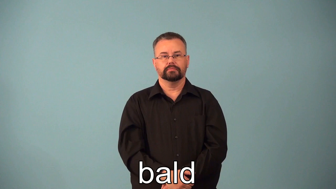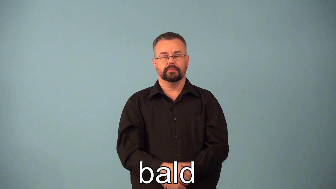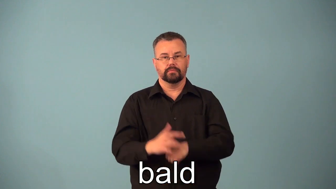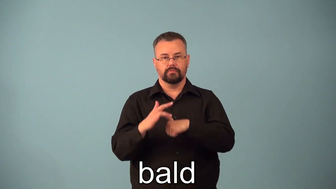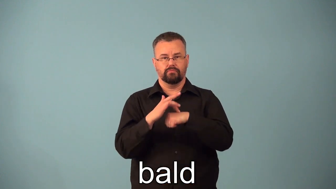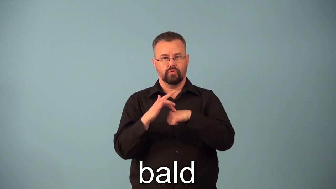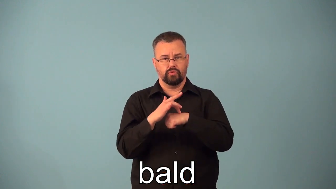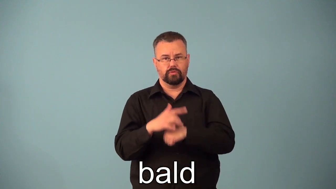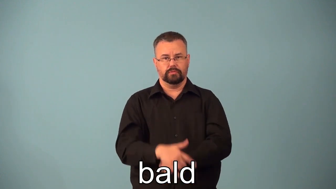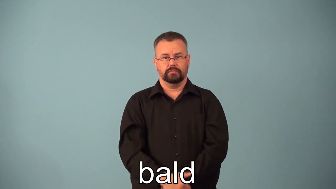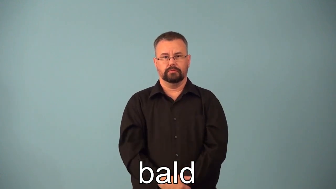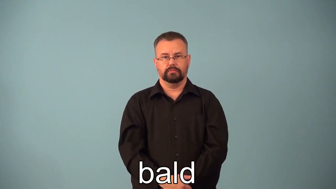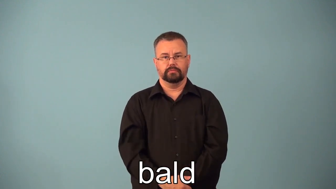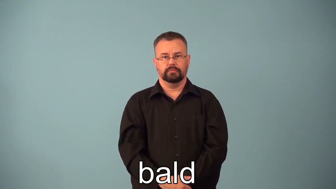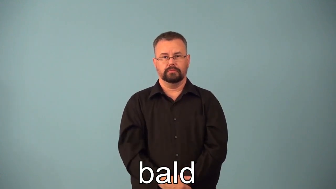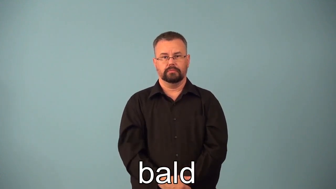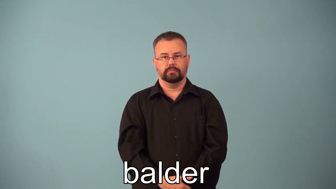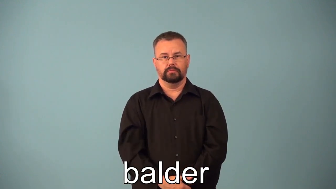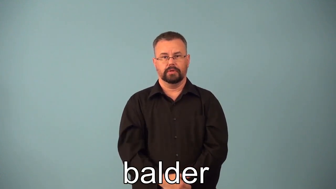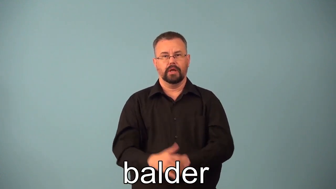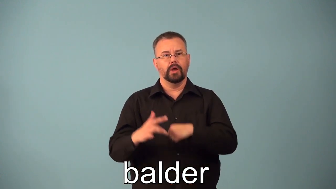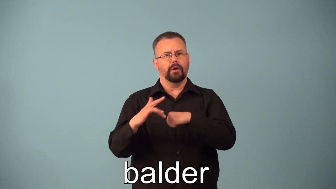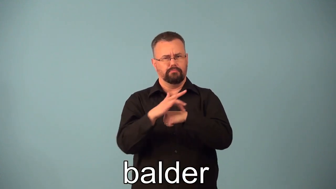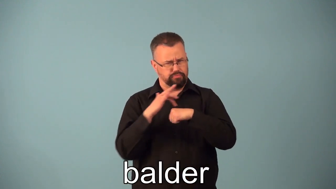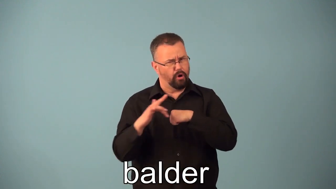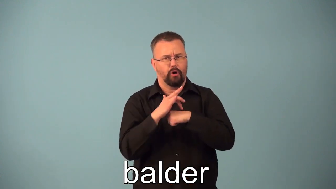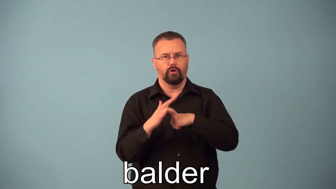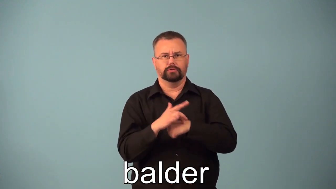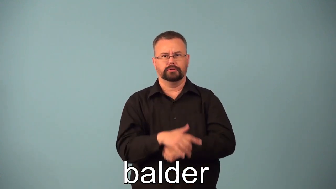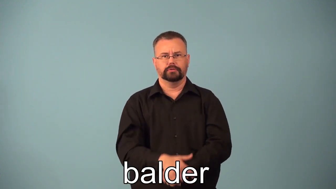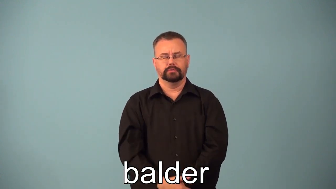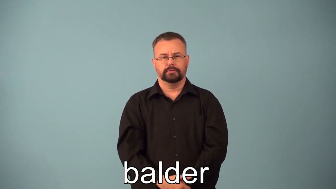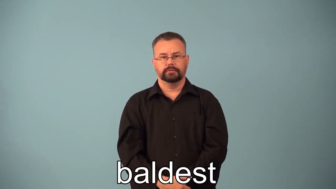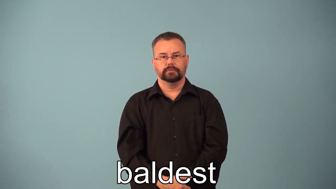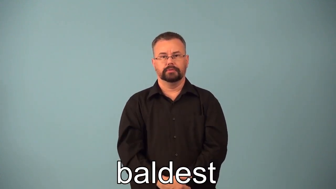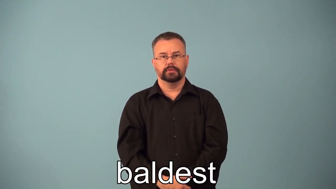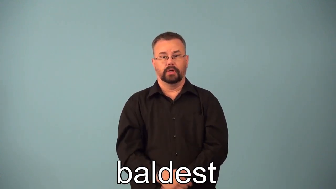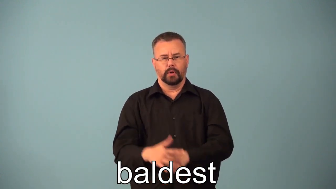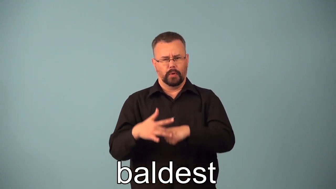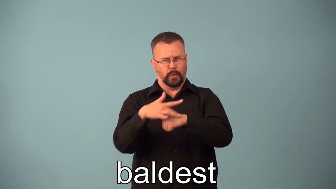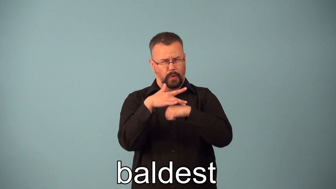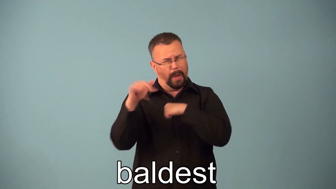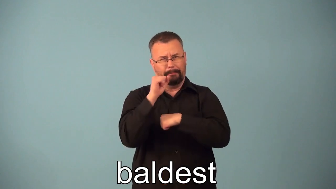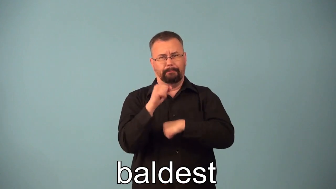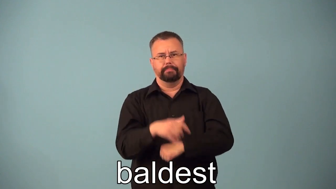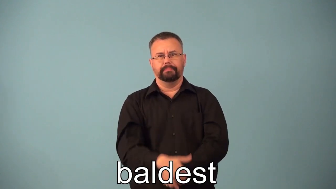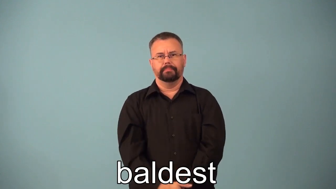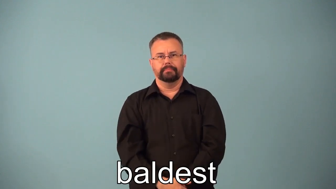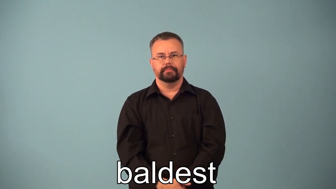balder,baldest